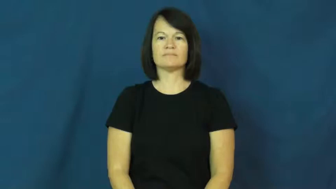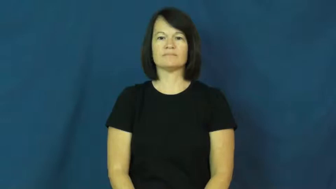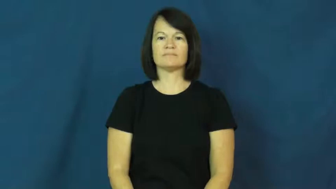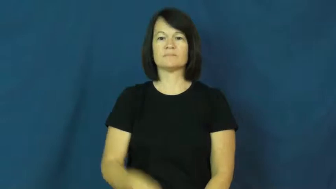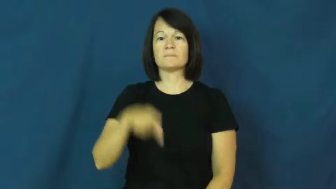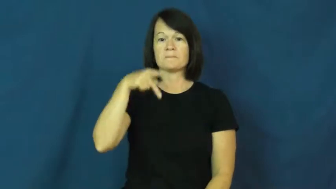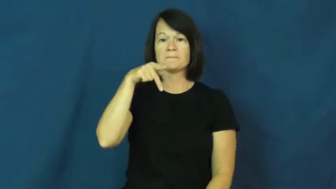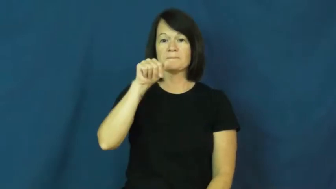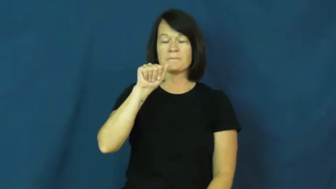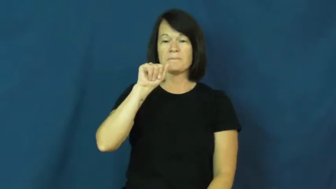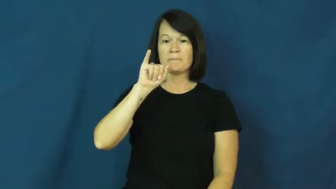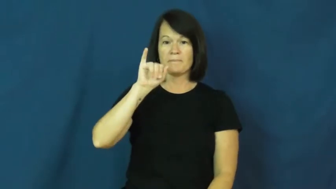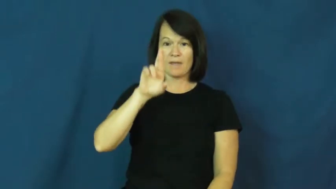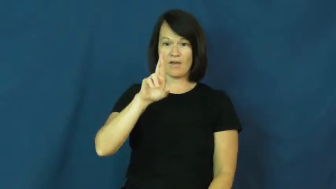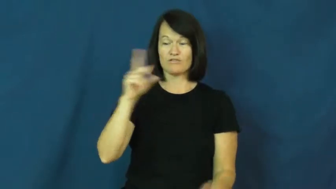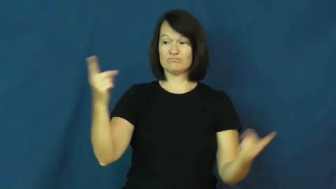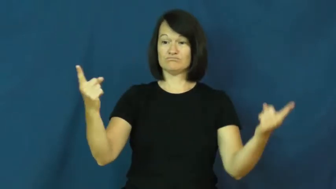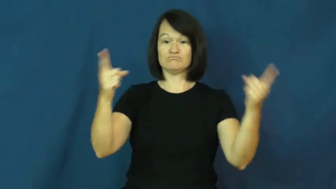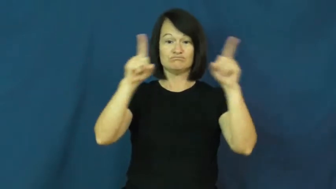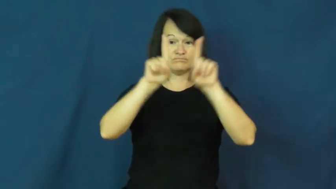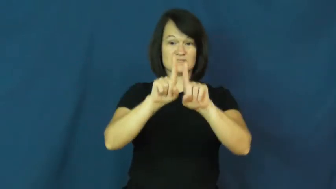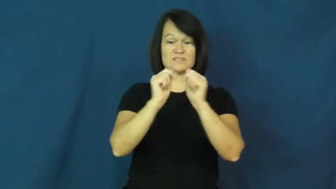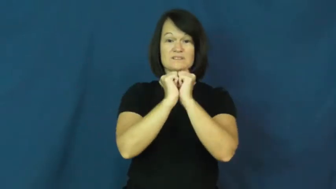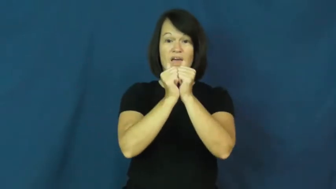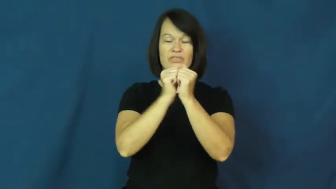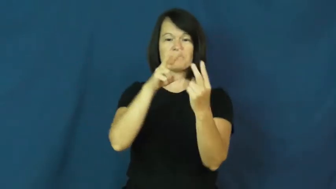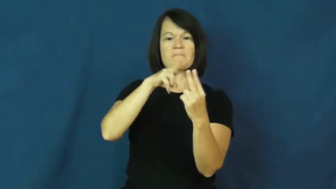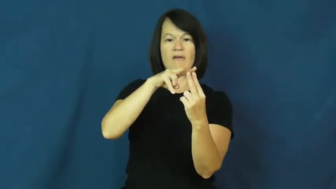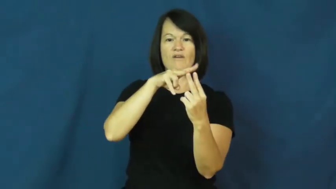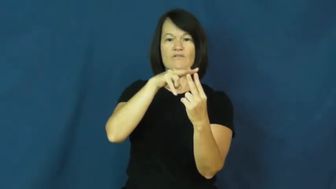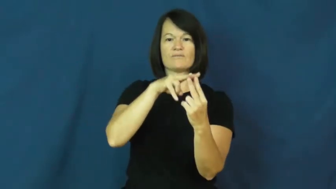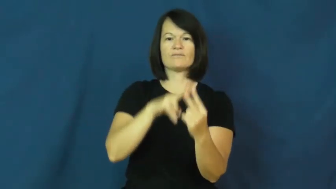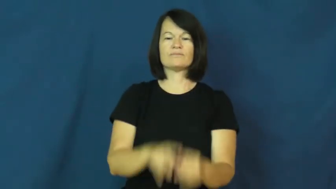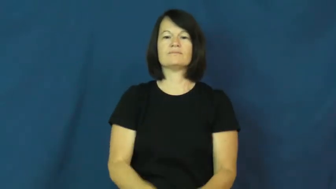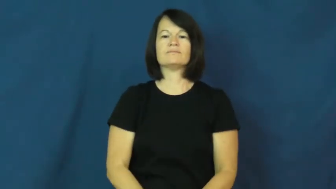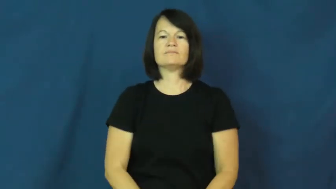pair,geminate-2 together